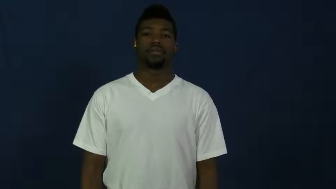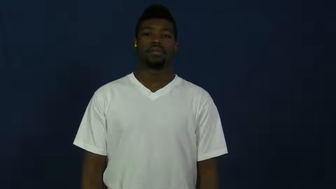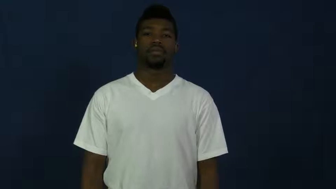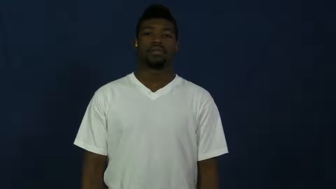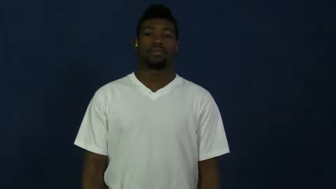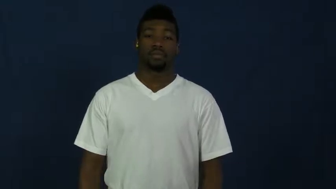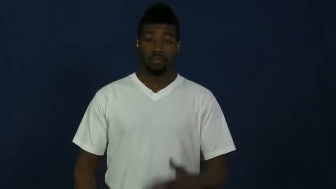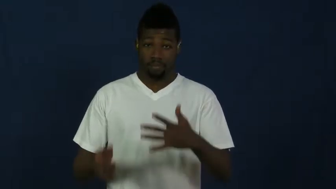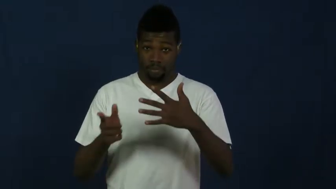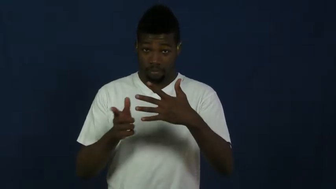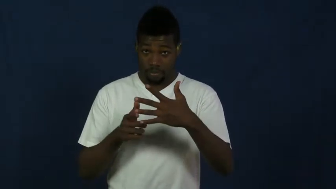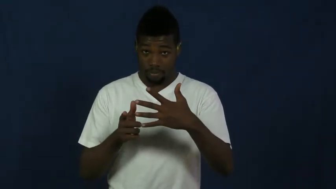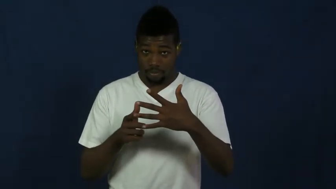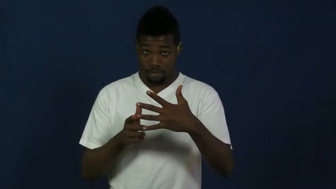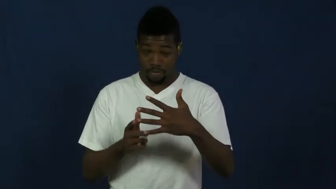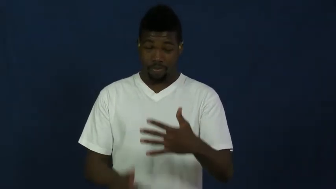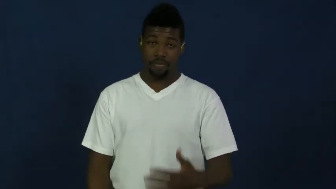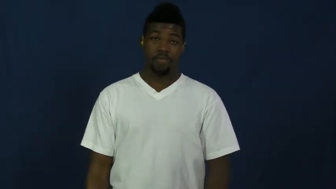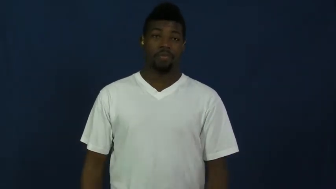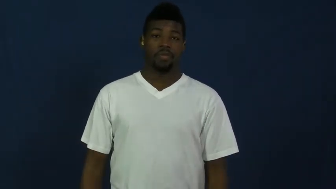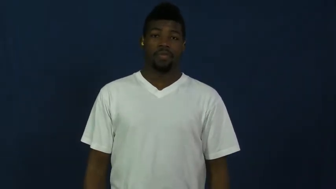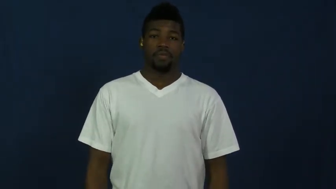freshman,frosh